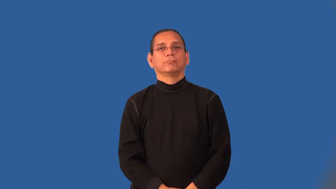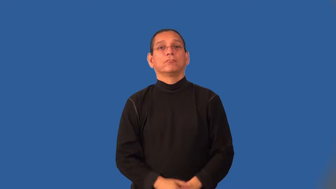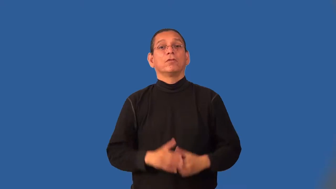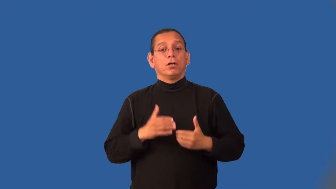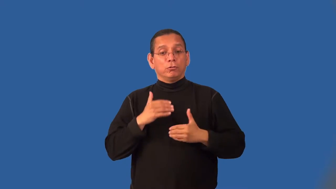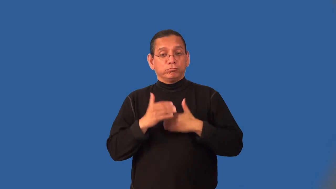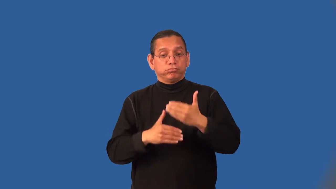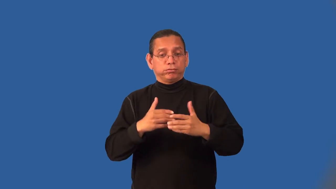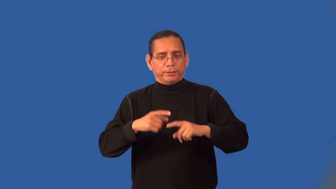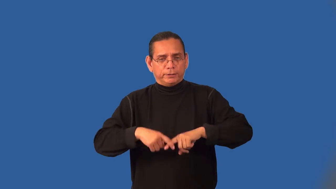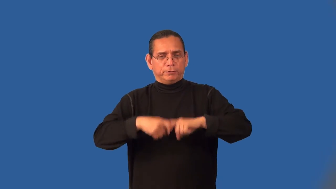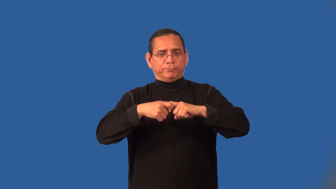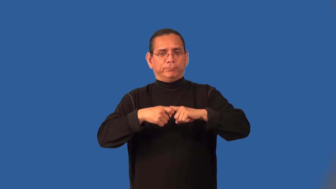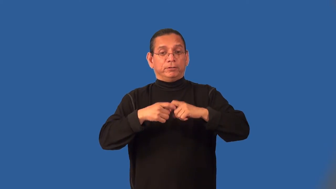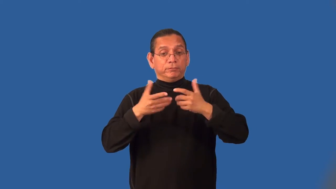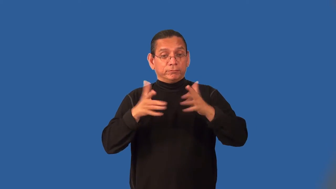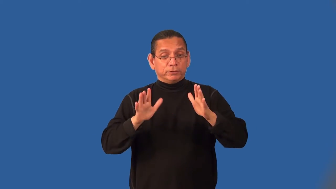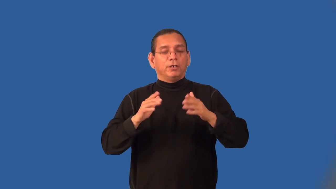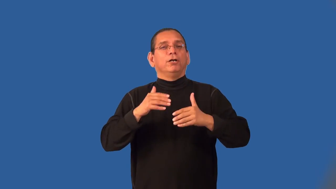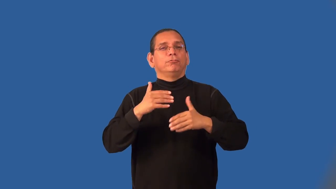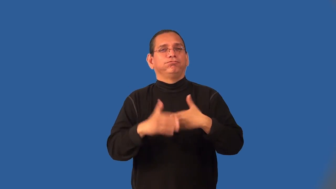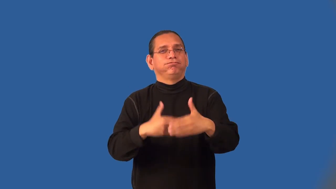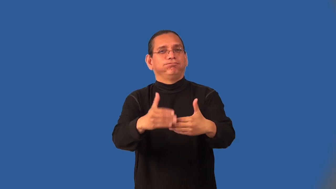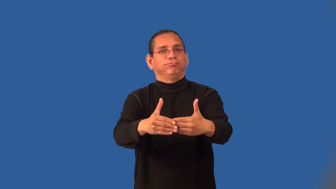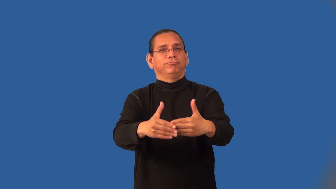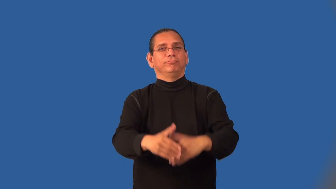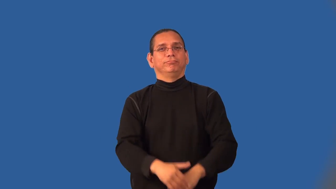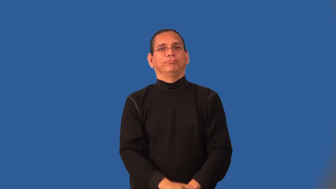lapse